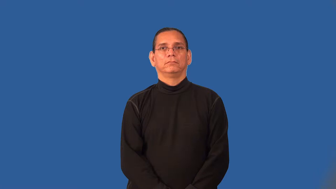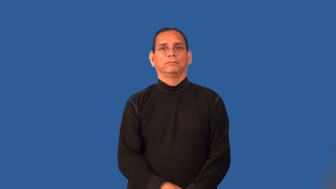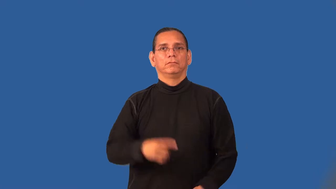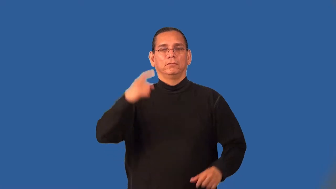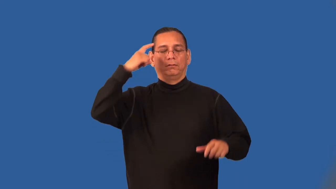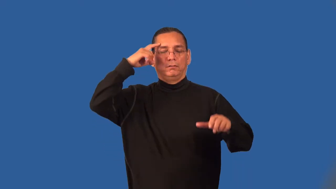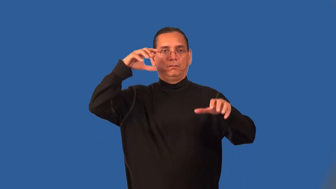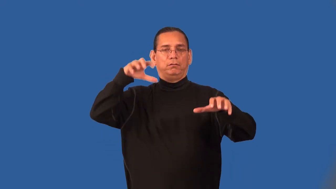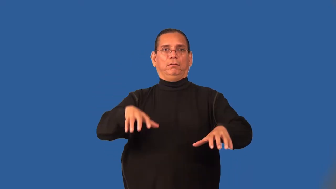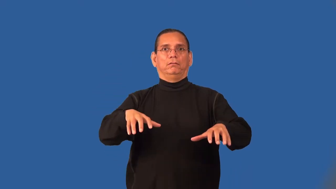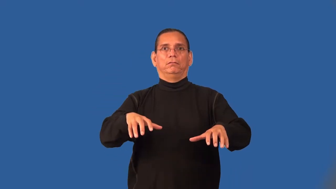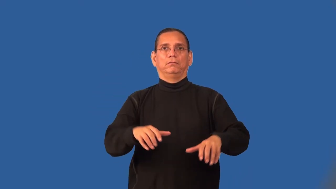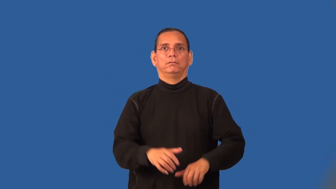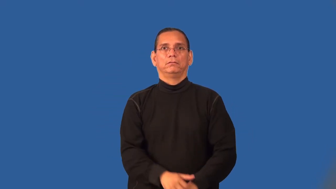stun-almost unconscious